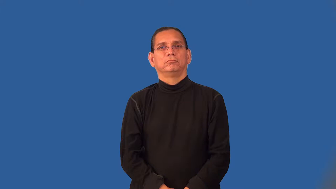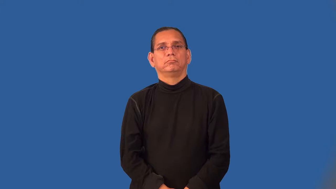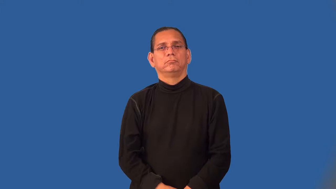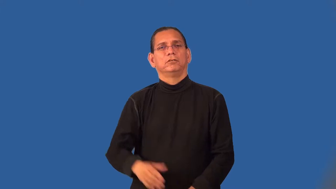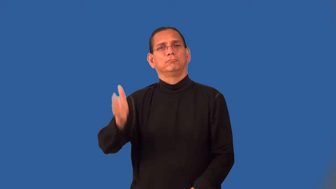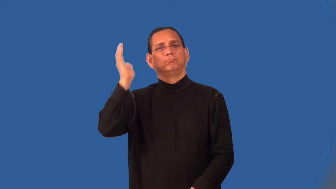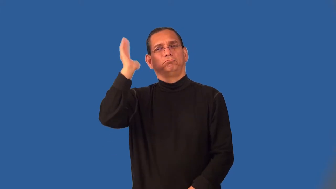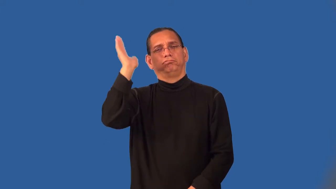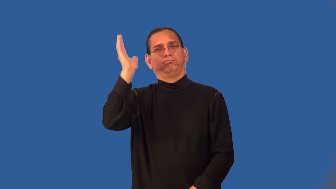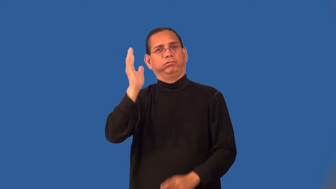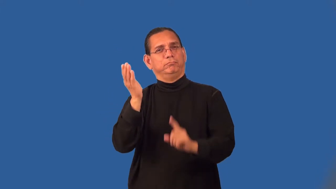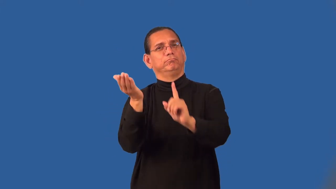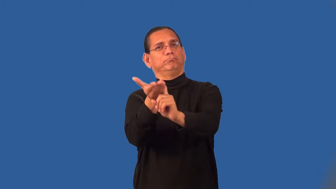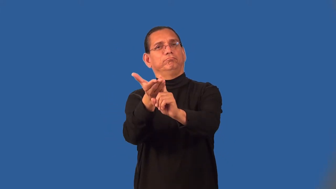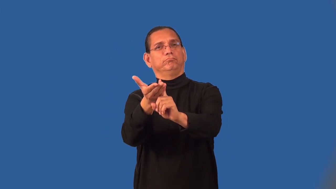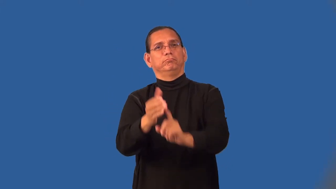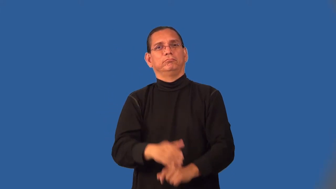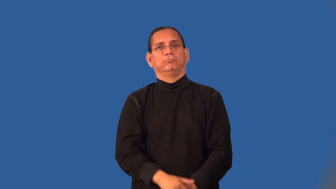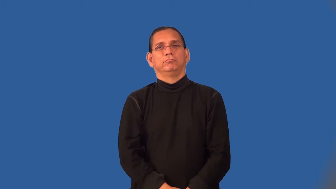pitch-idea